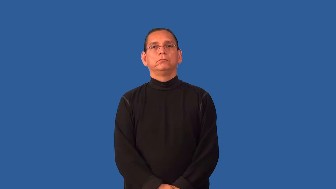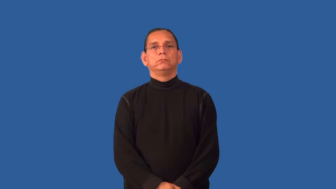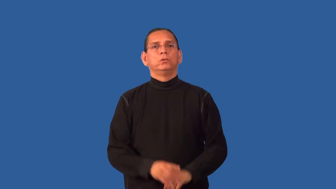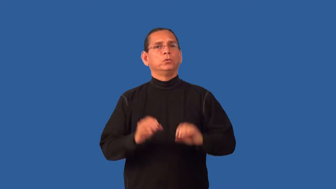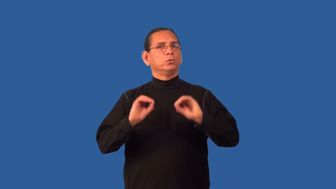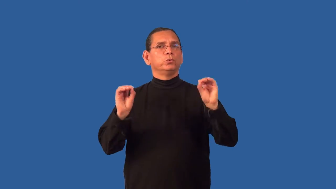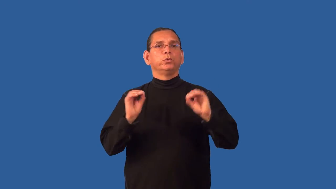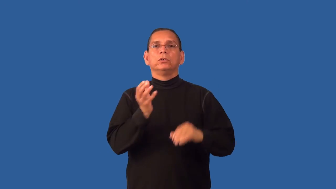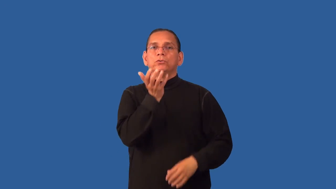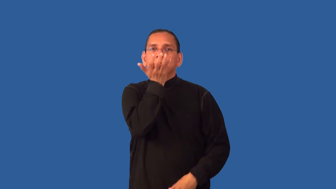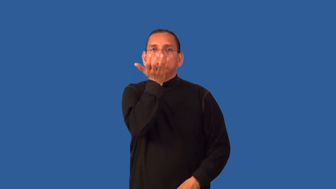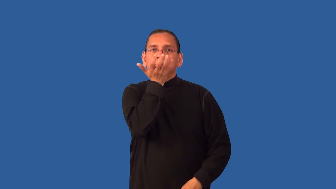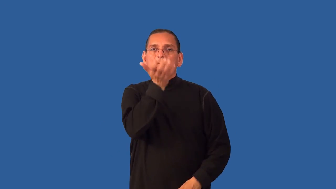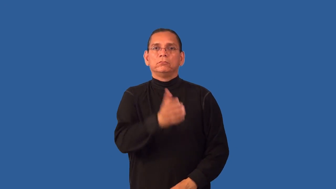grassless